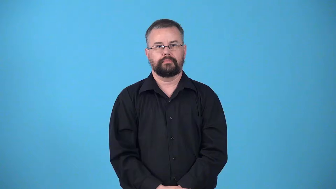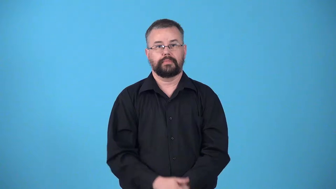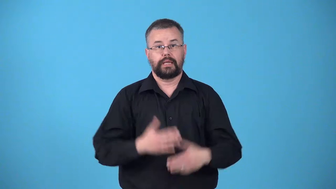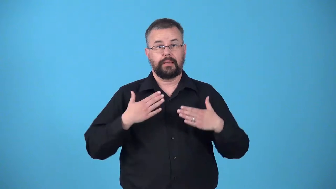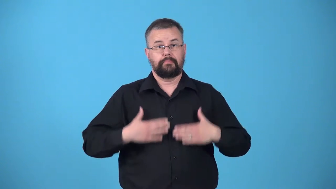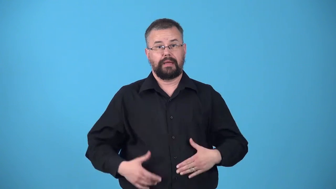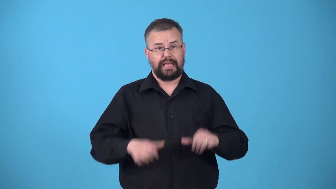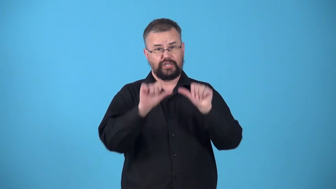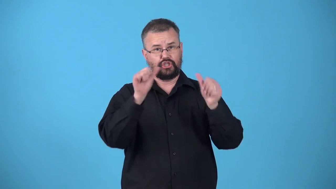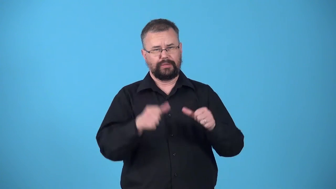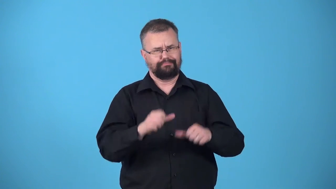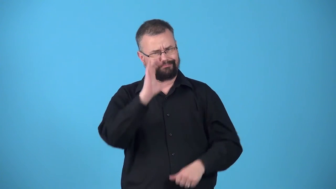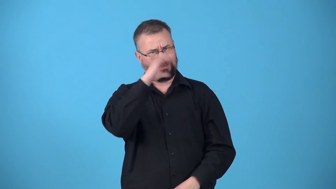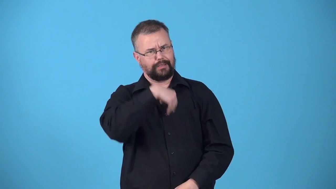unshapely